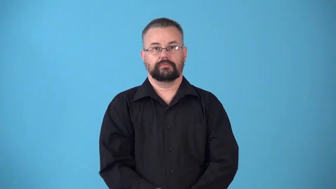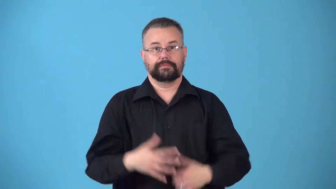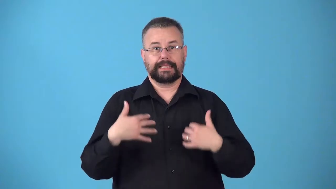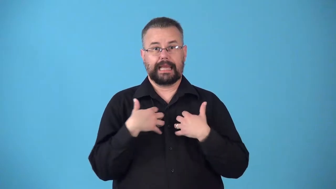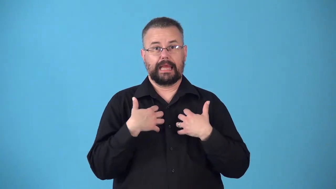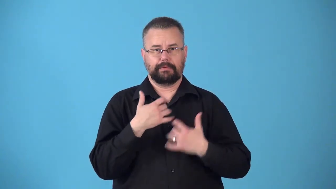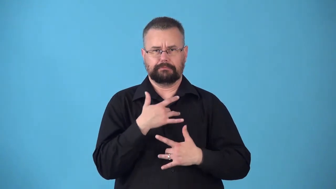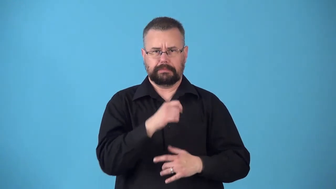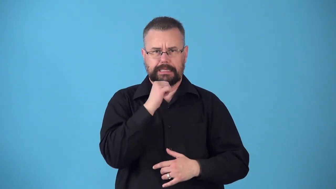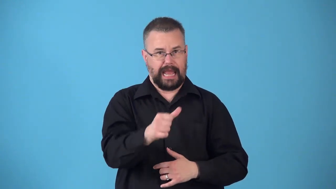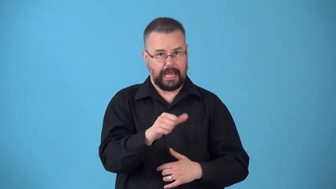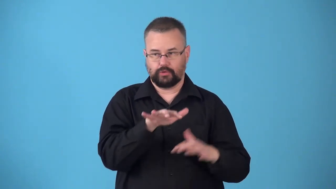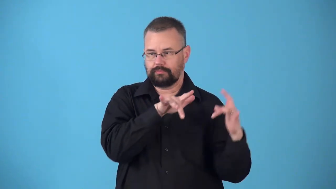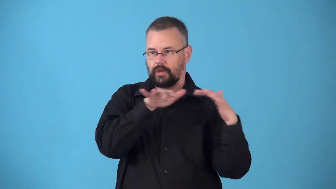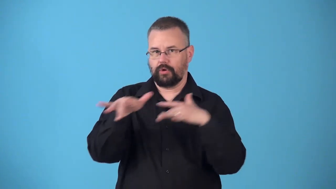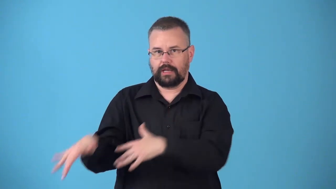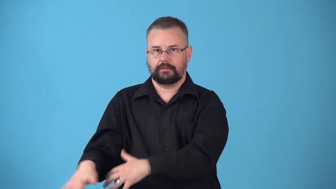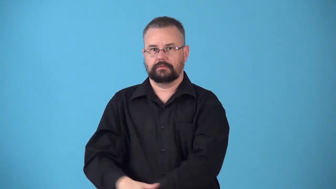nonmigratory